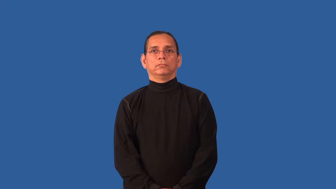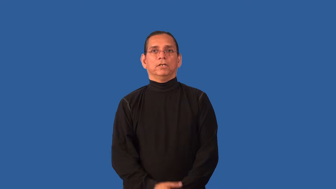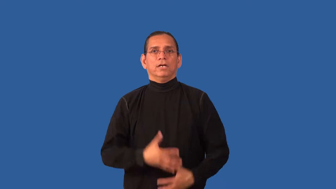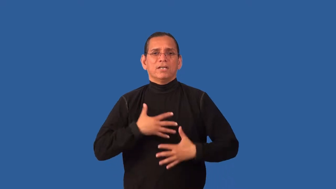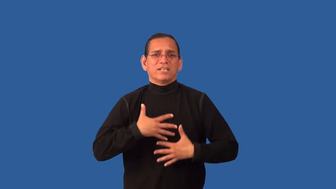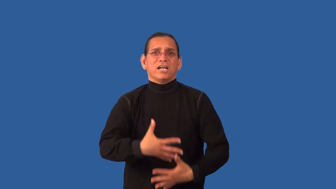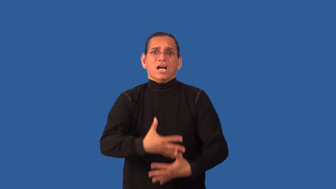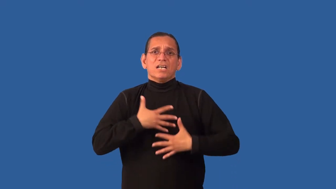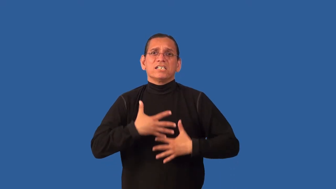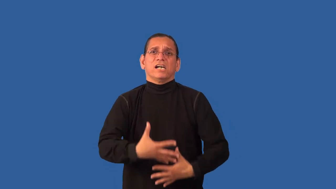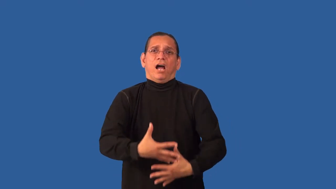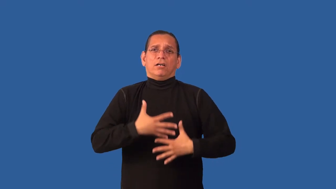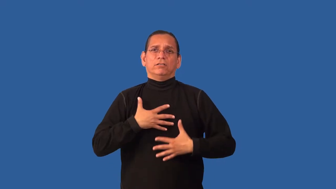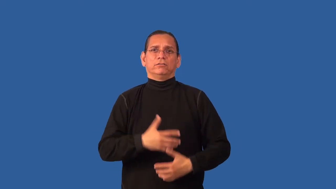breathless